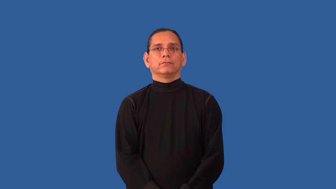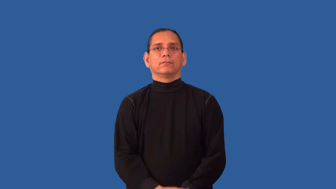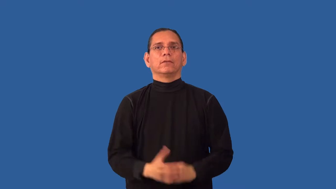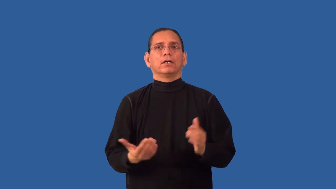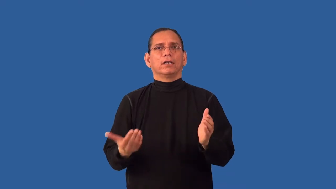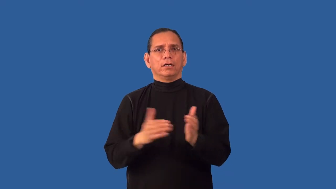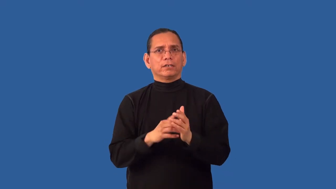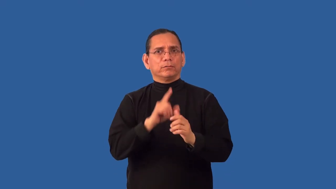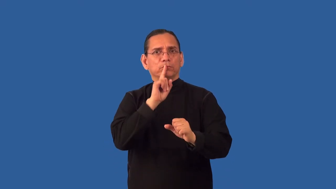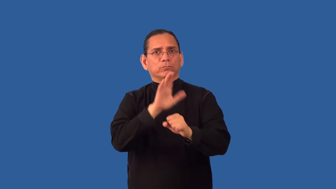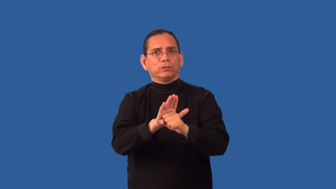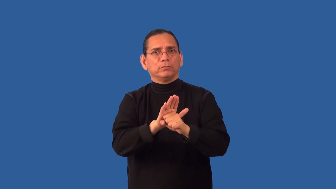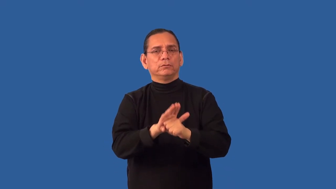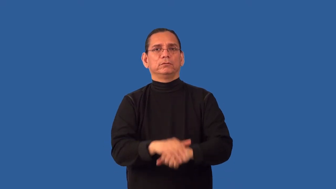reconfirm